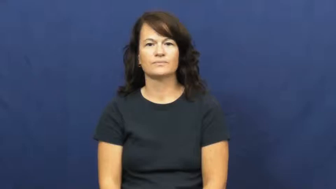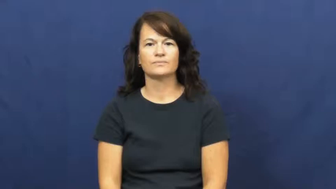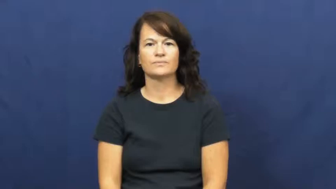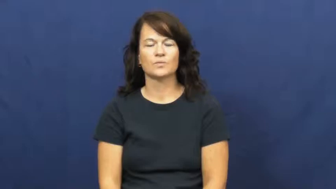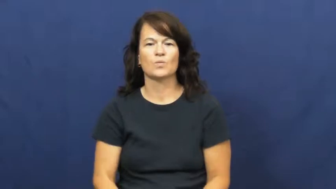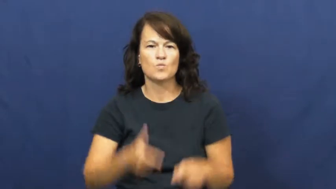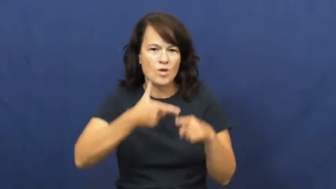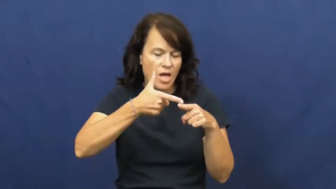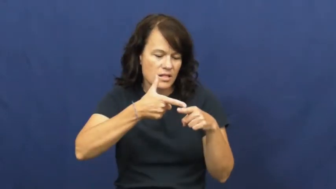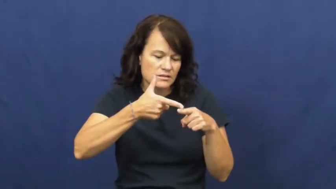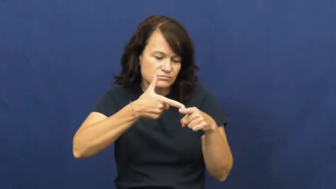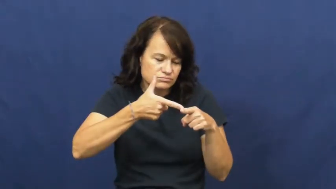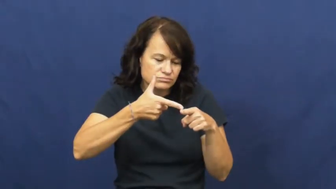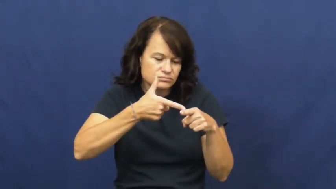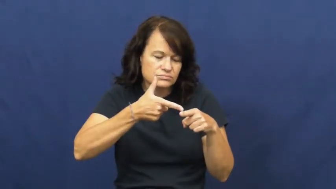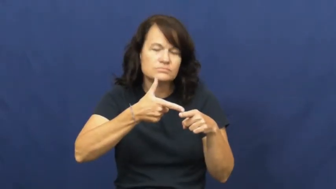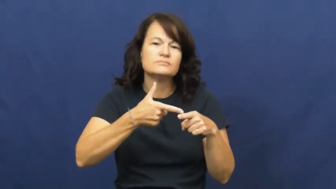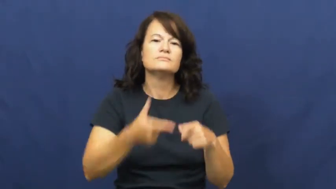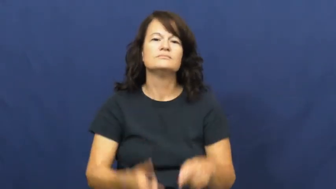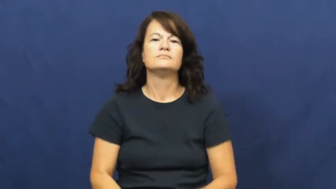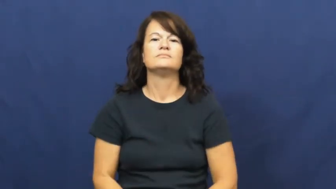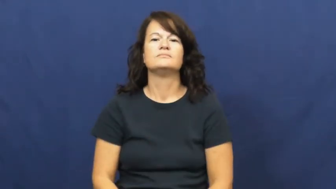weld